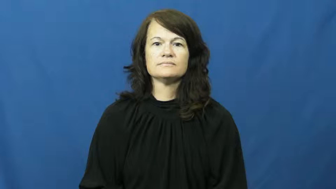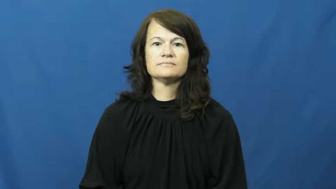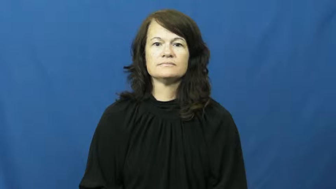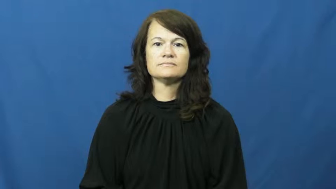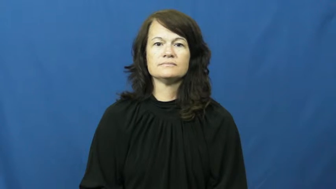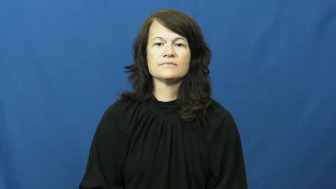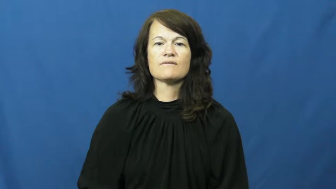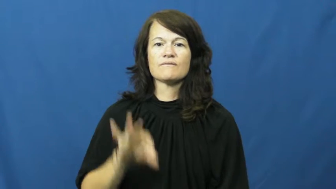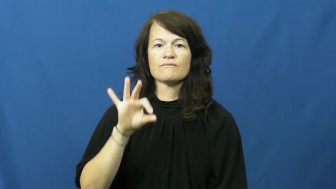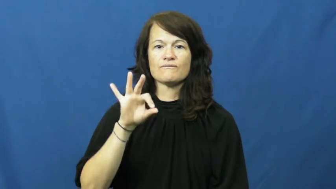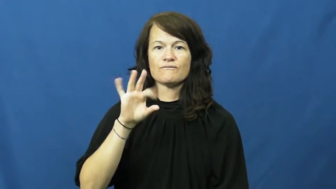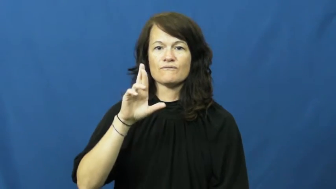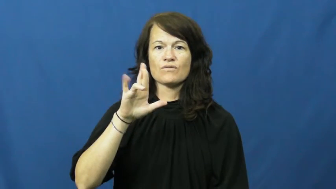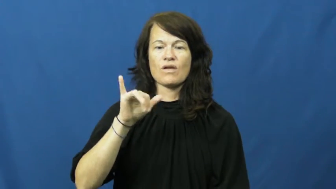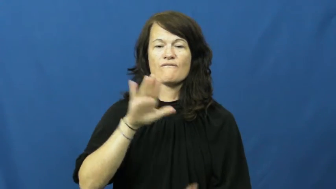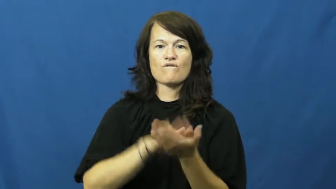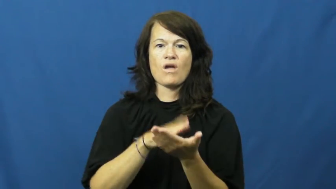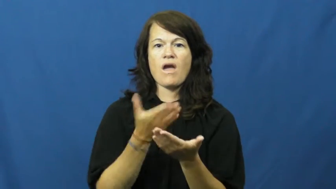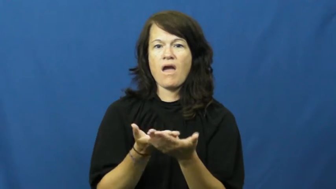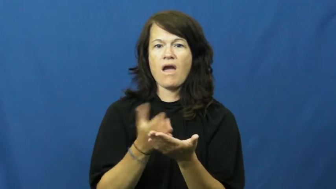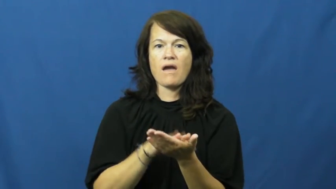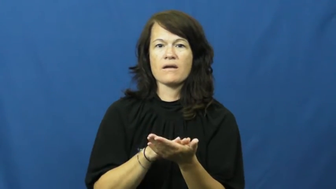fry,fry up